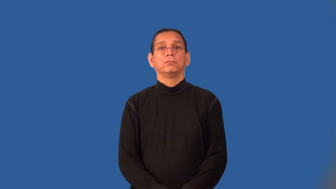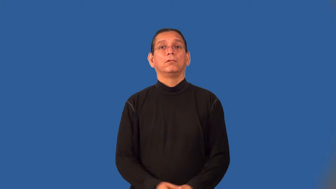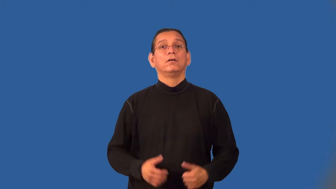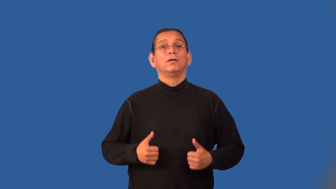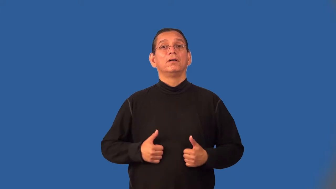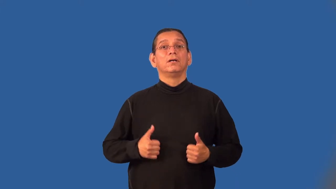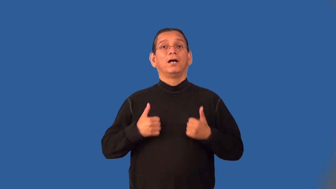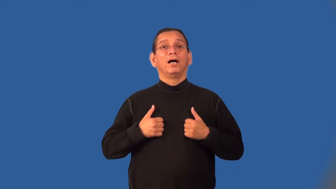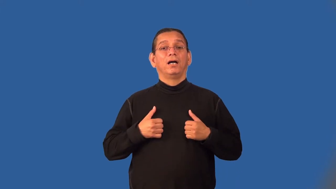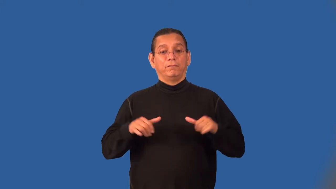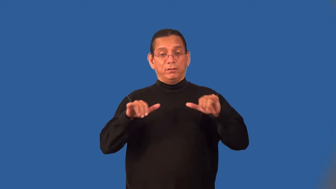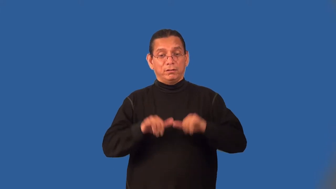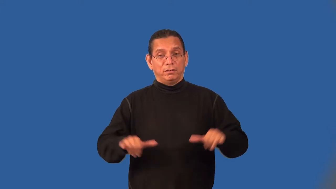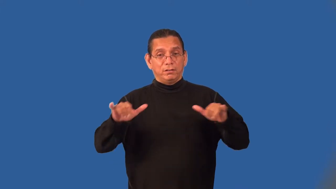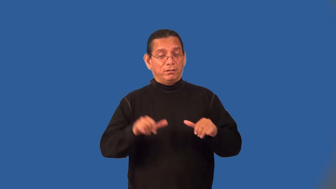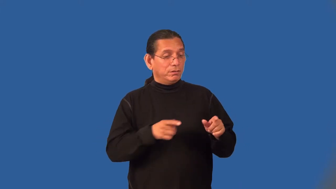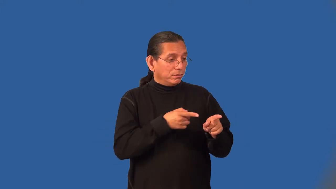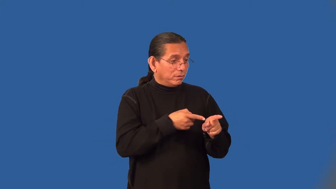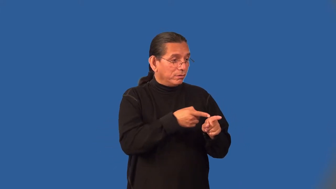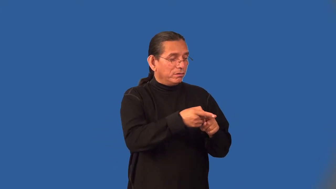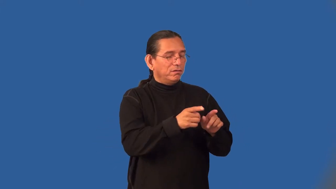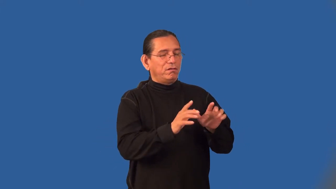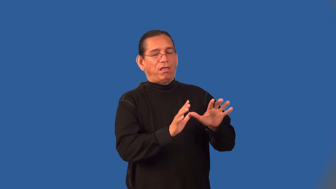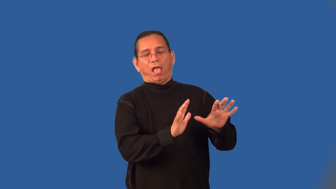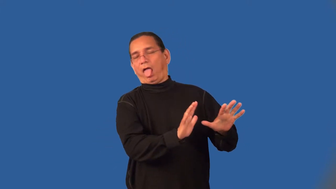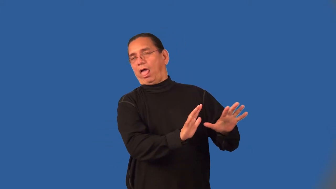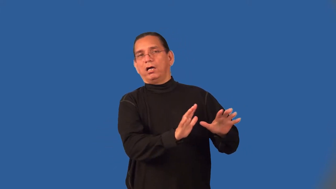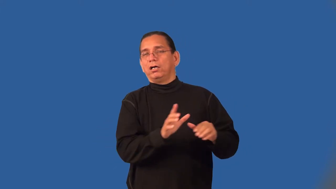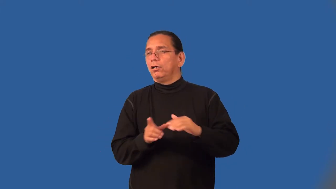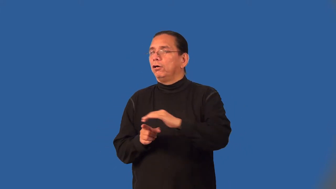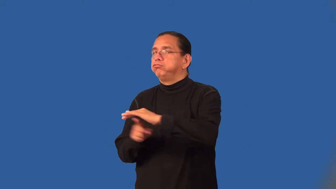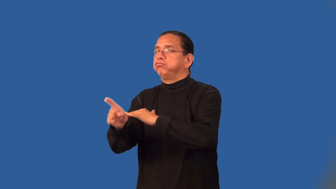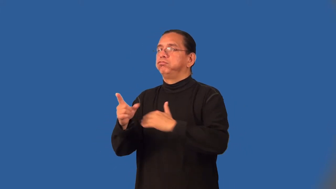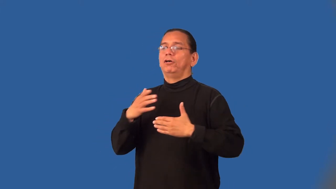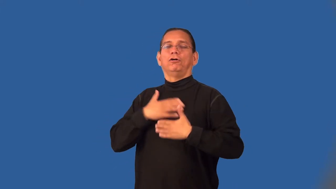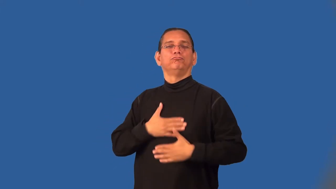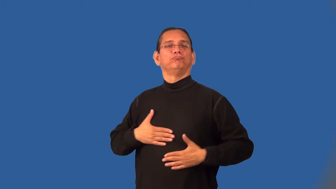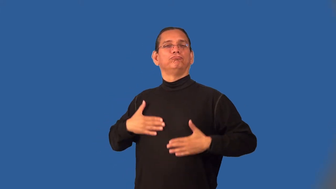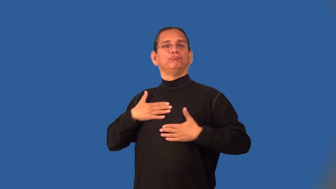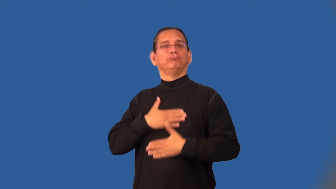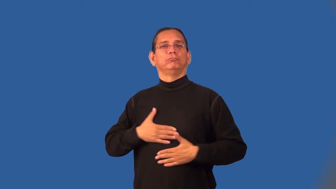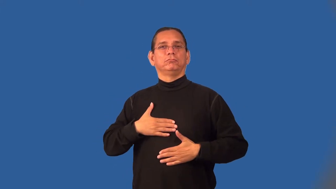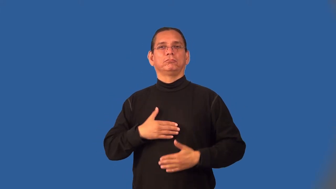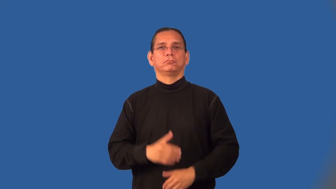escapist